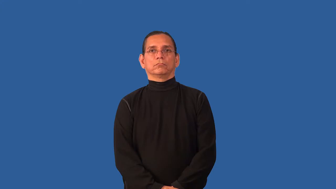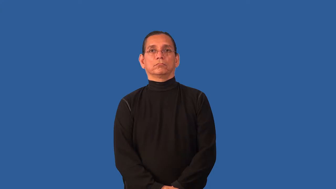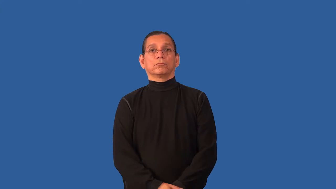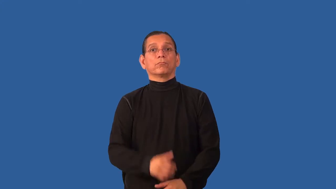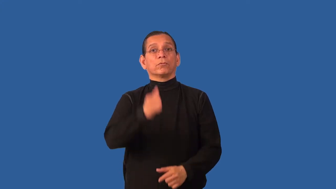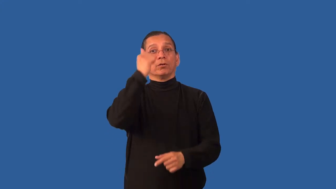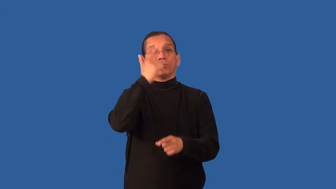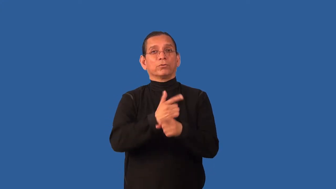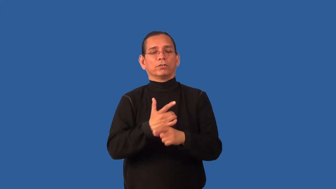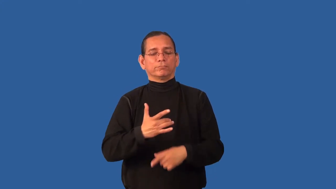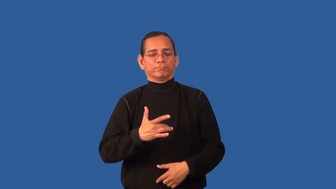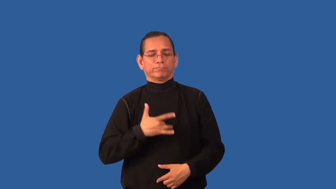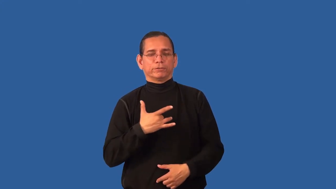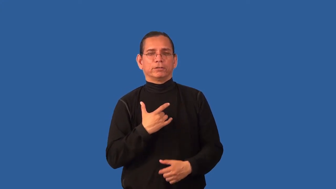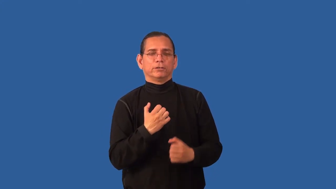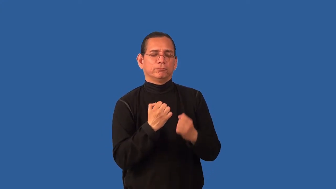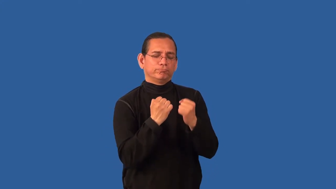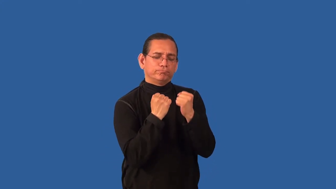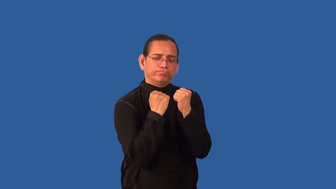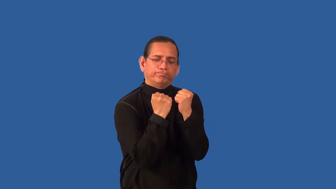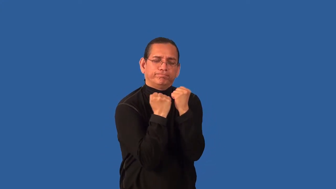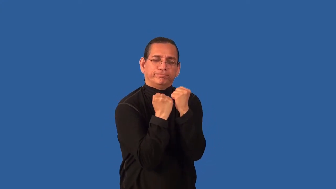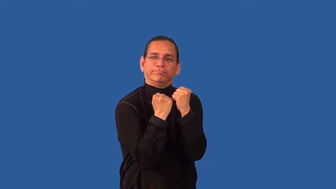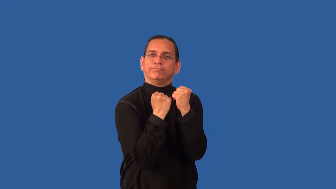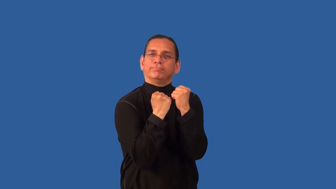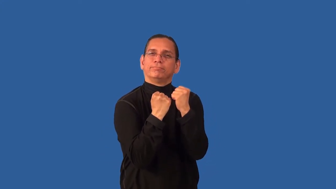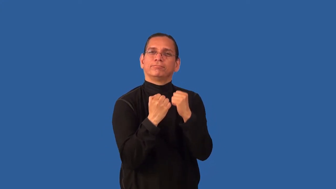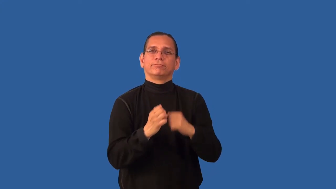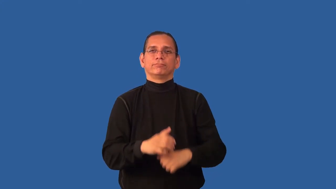brotherly